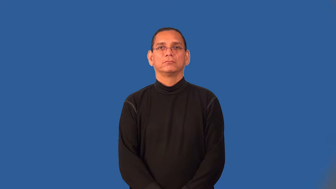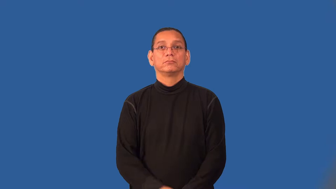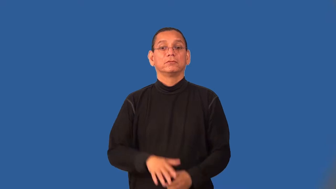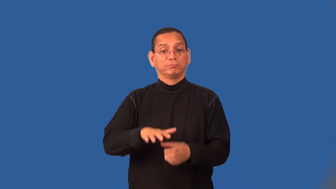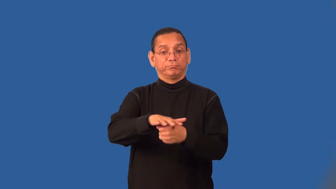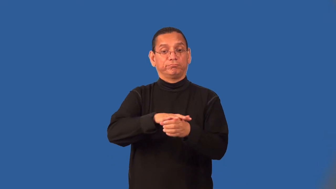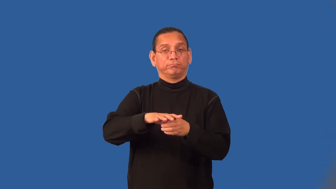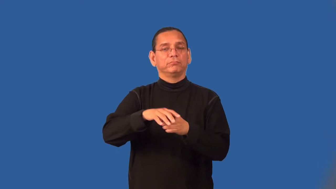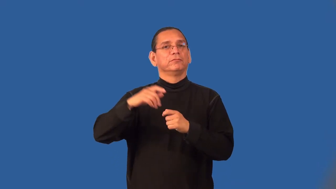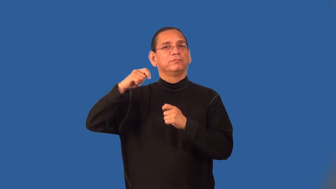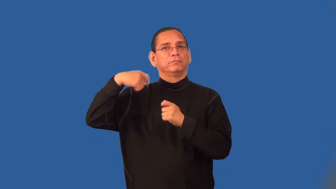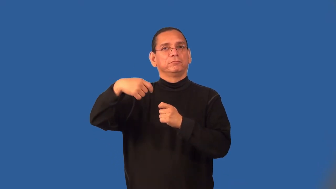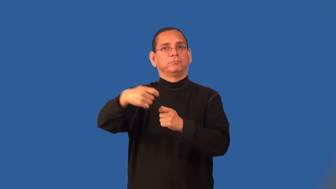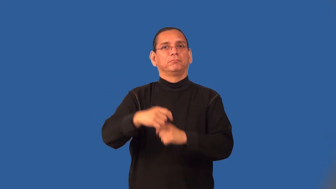set-movie